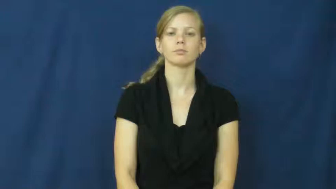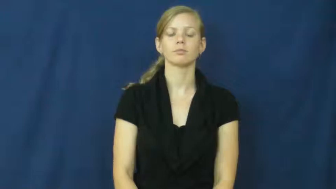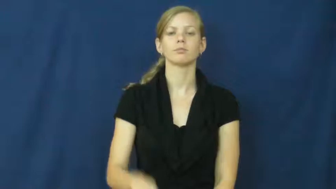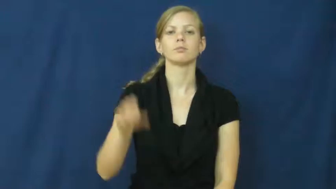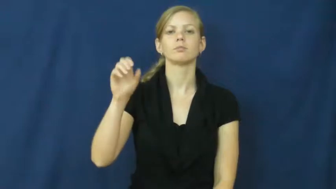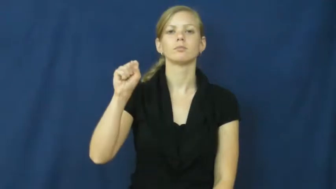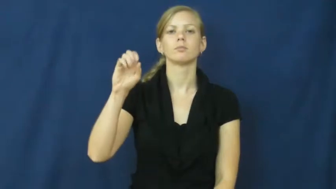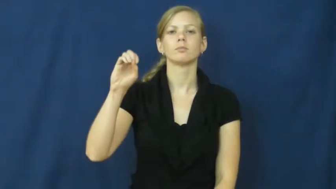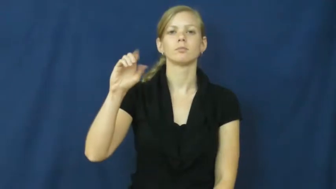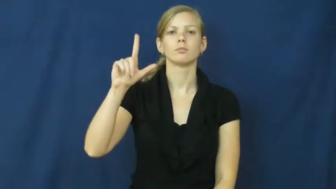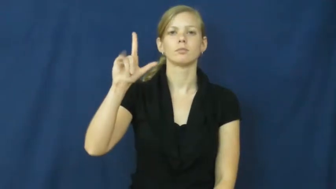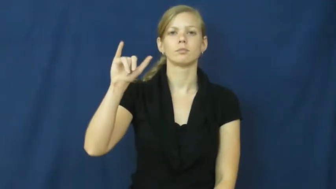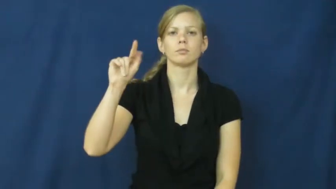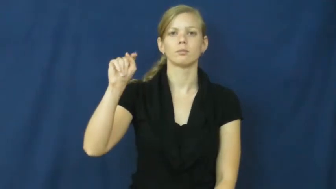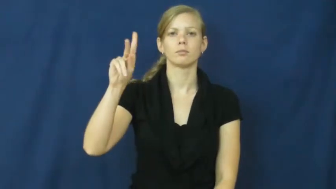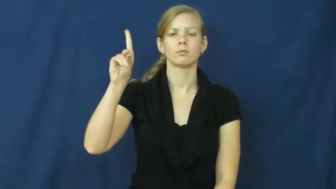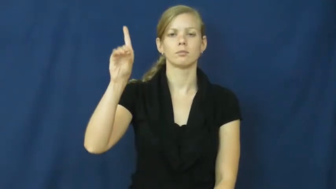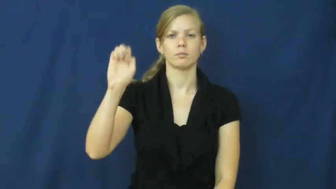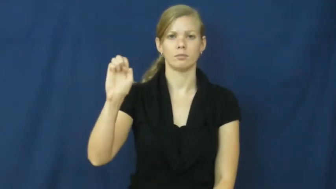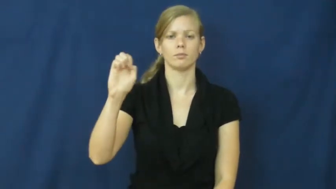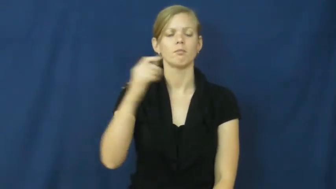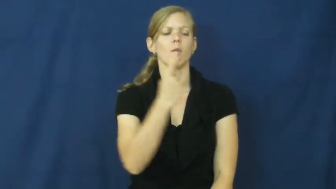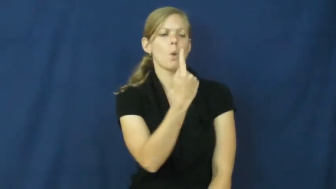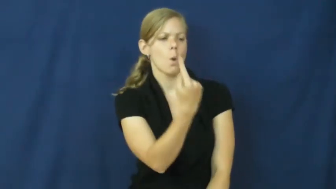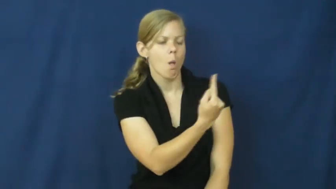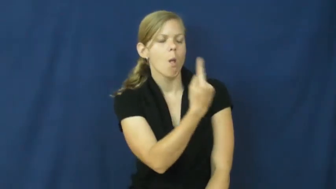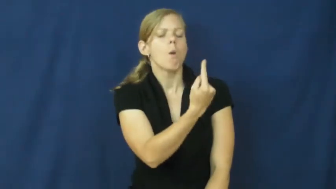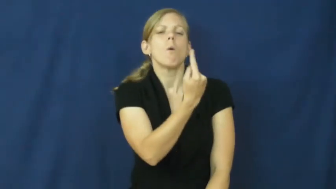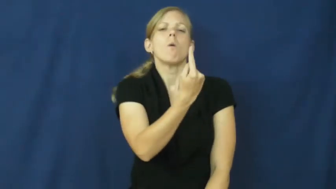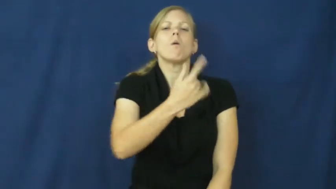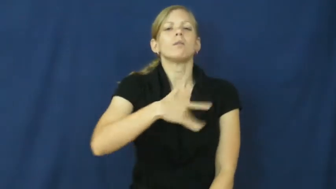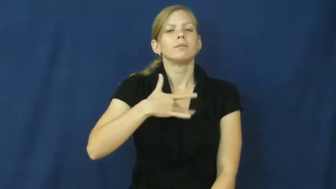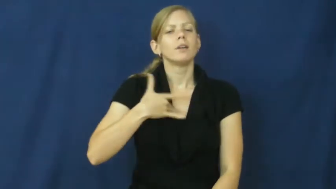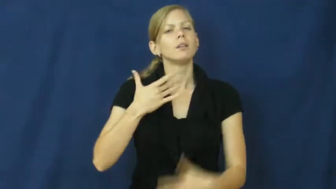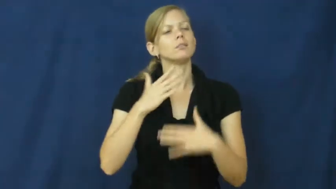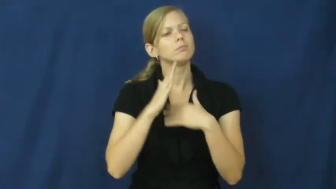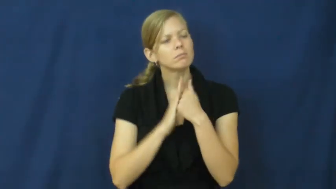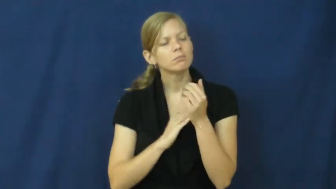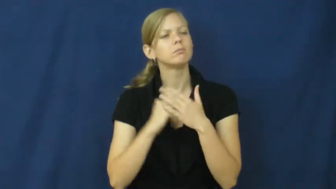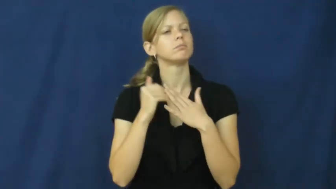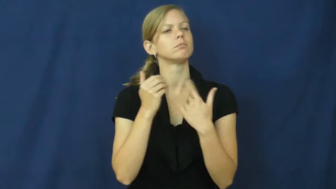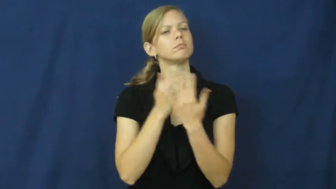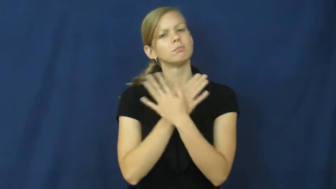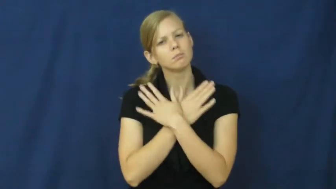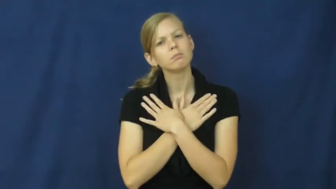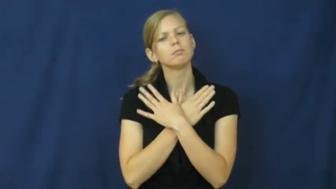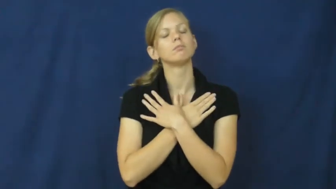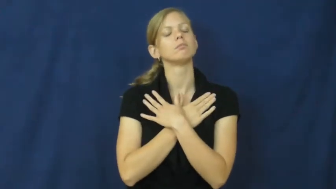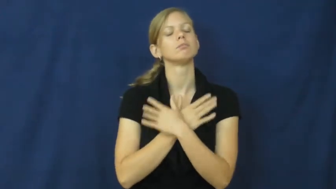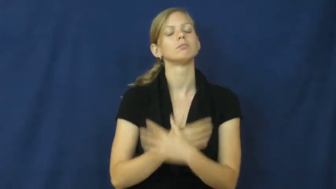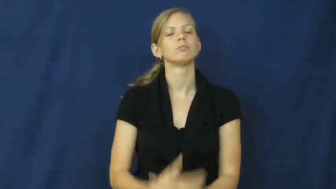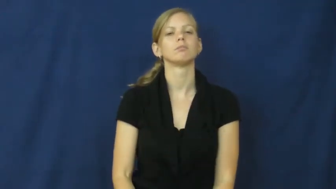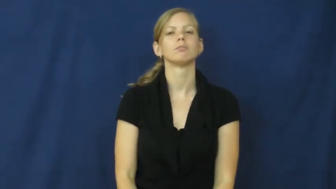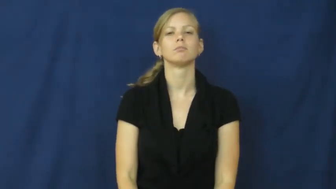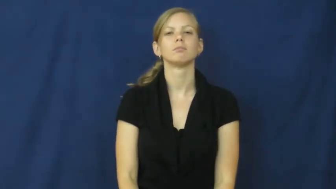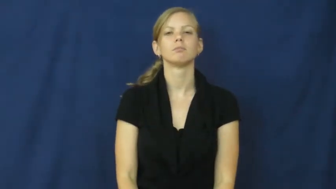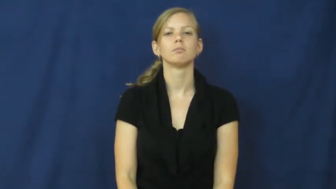solitude